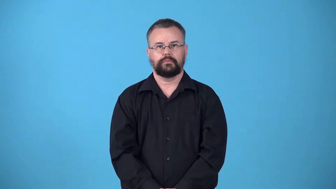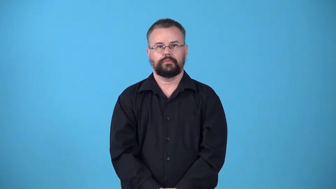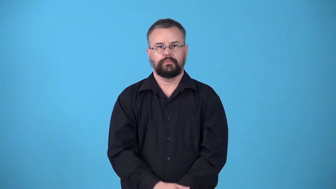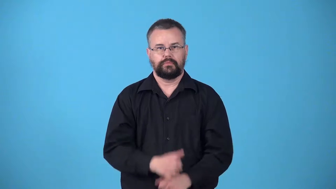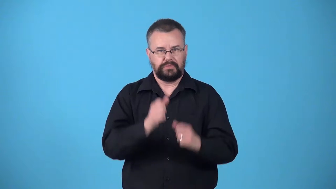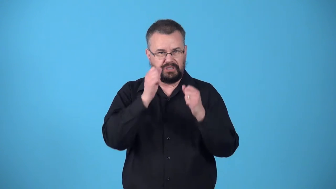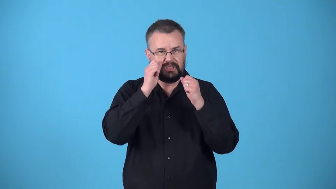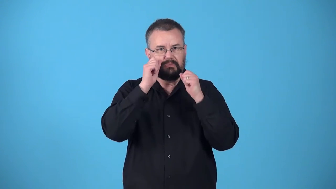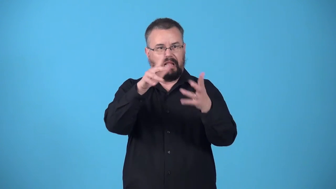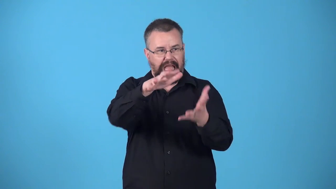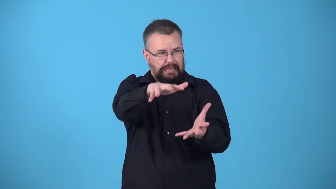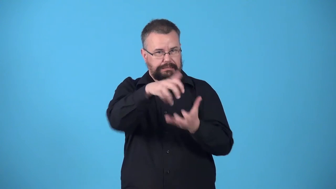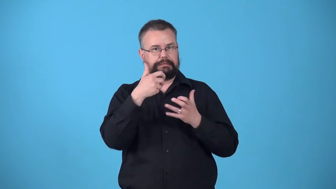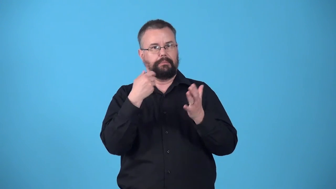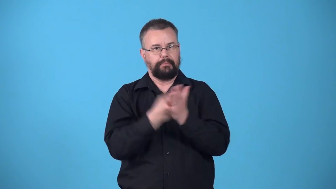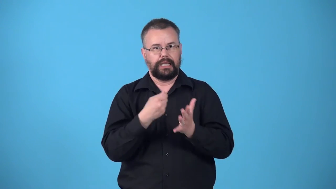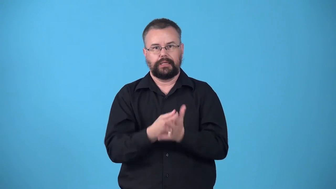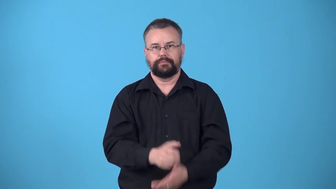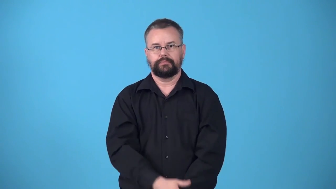windfall-fortunate